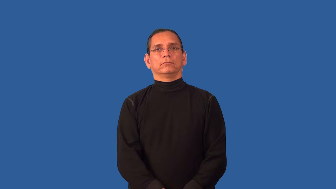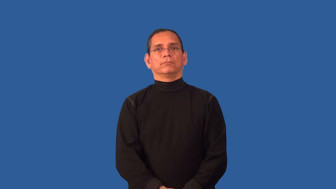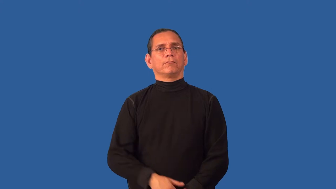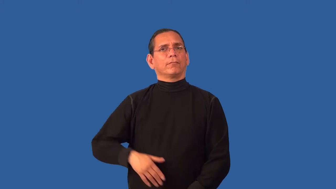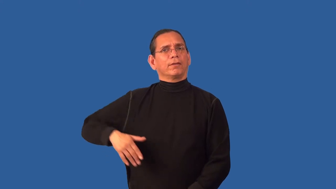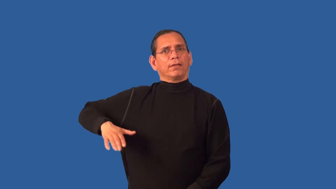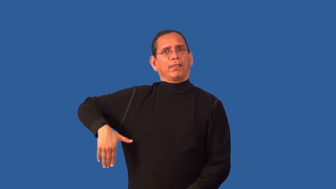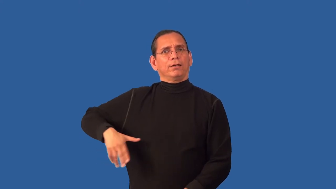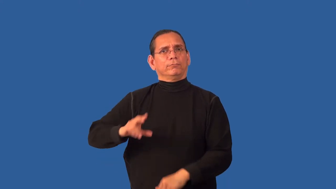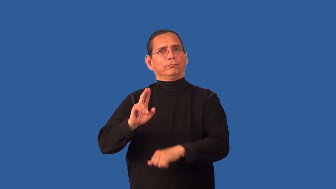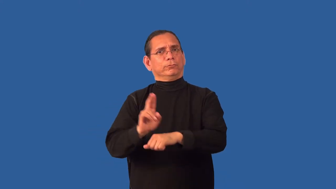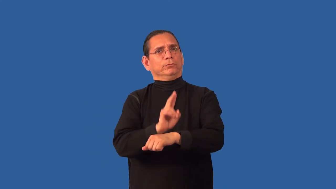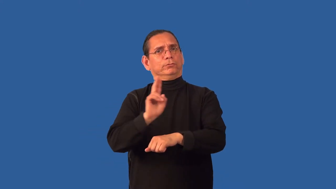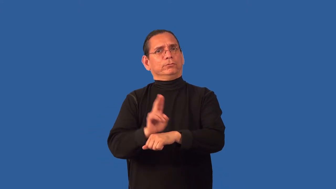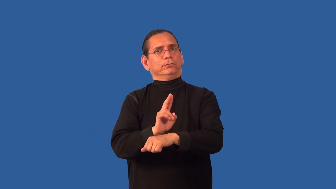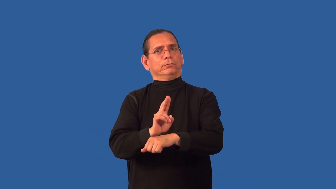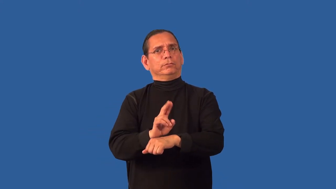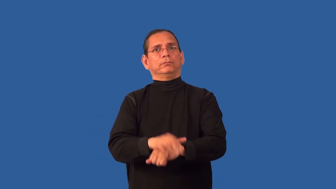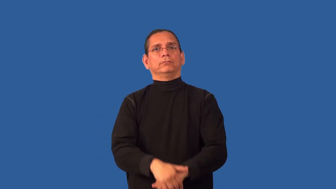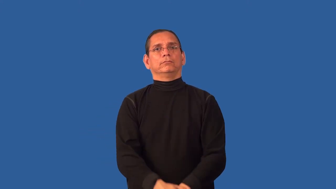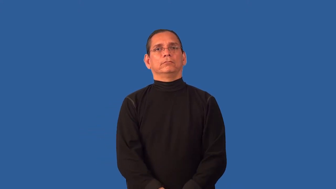untapped